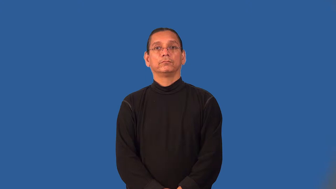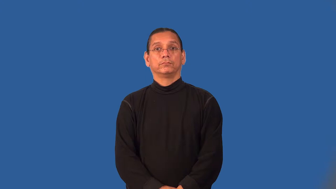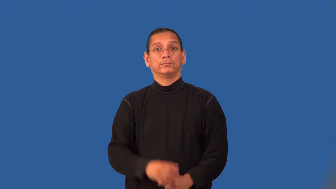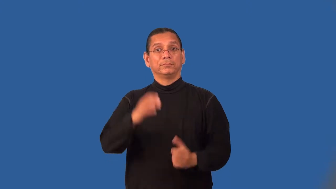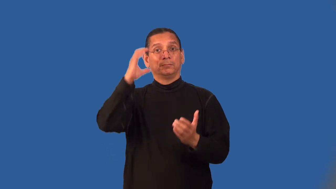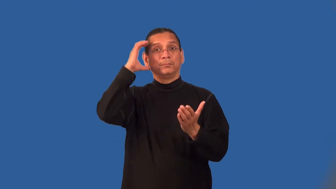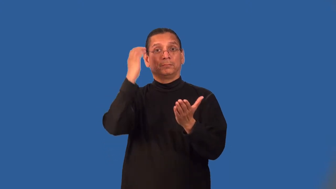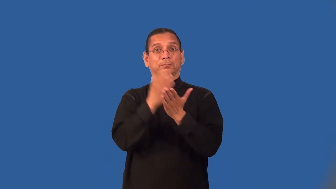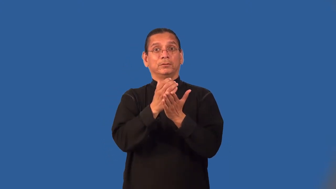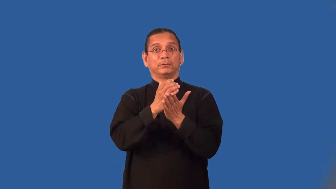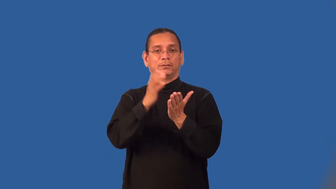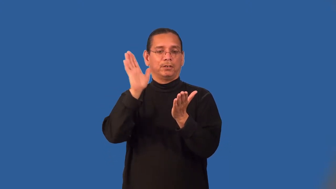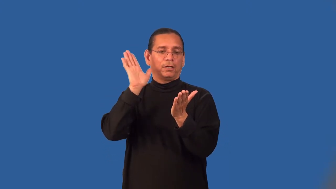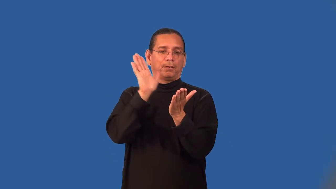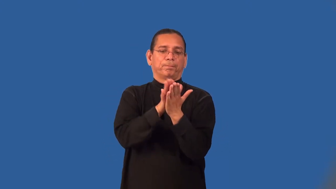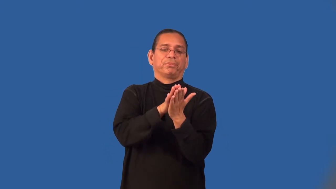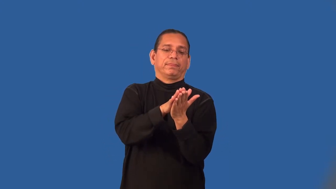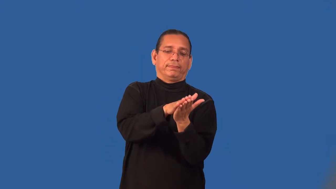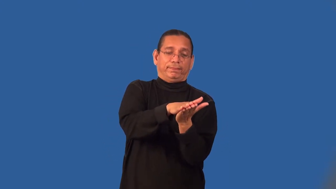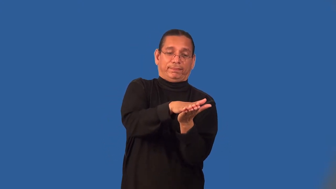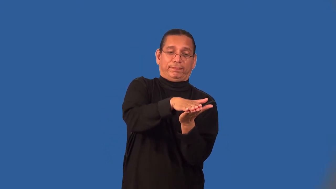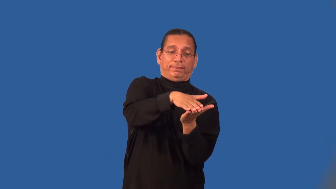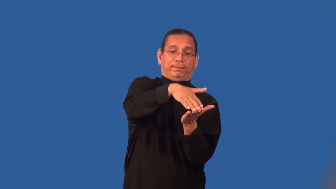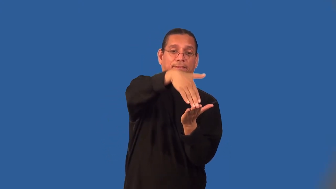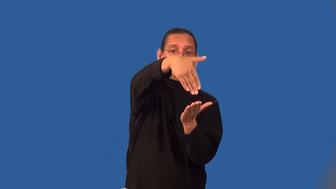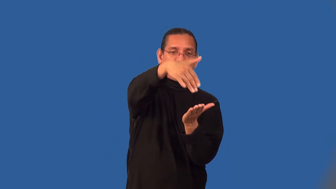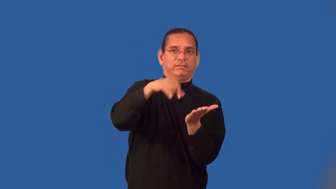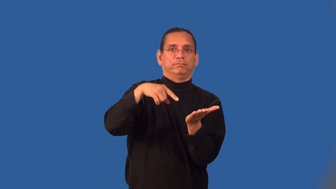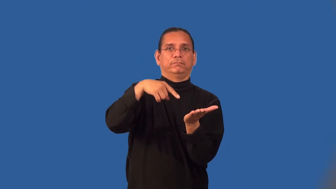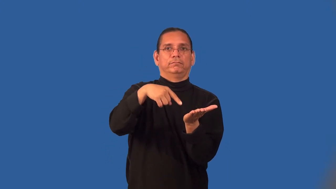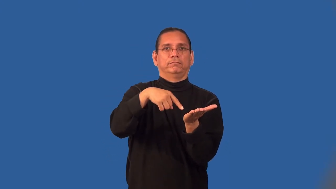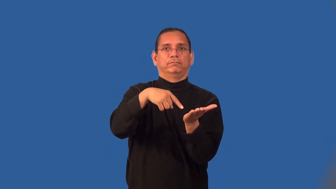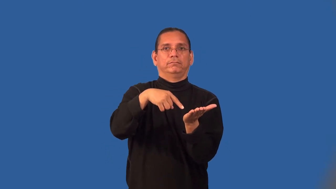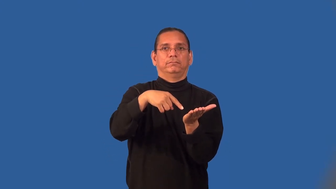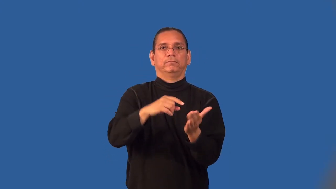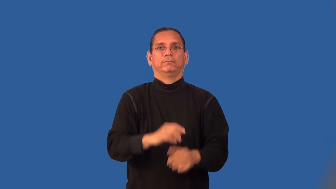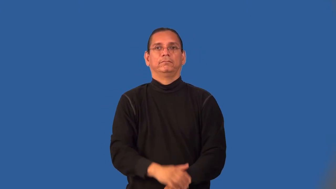lithograph